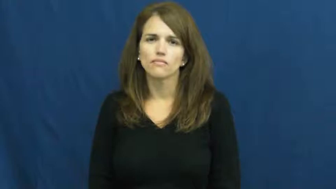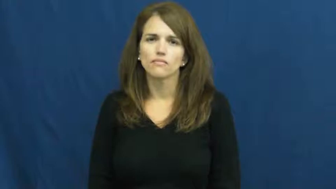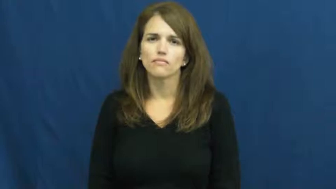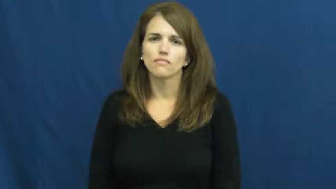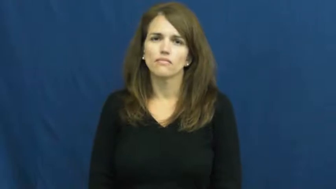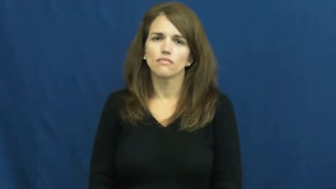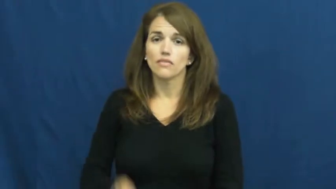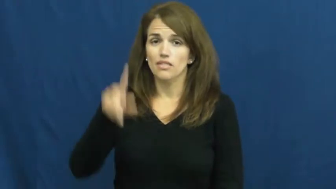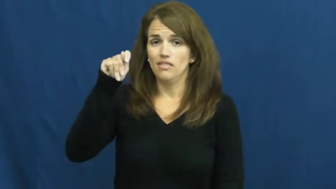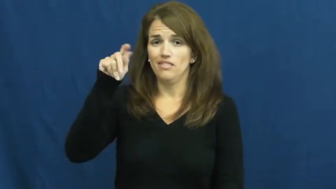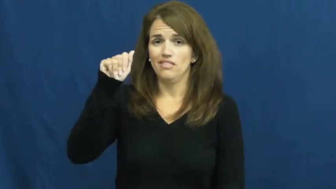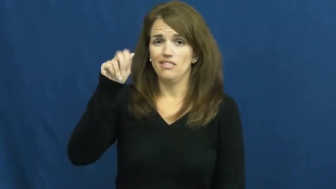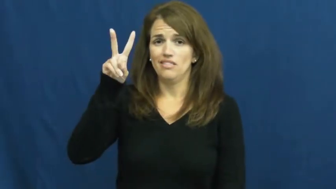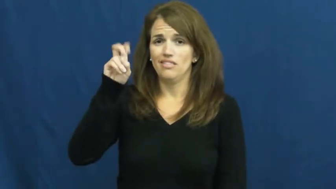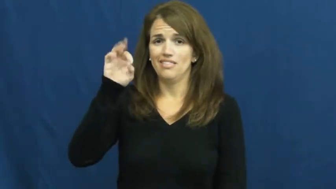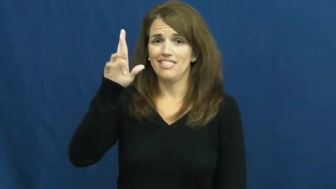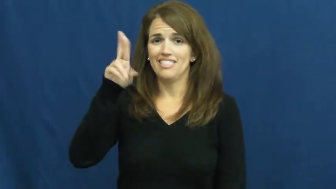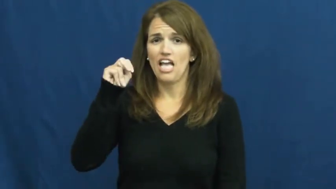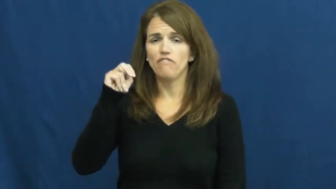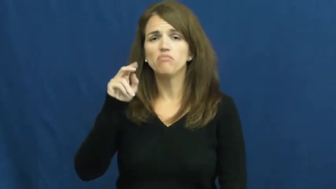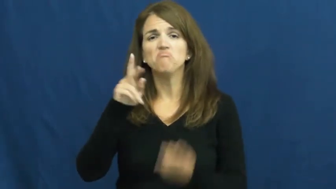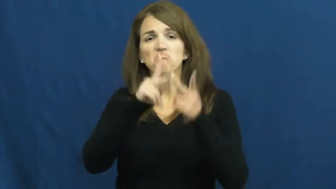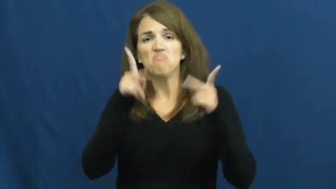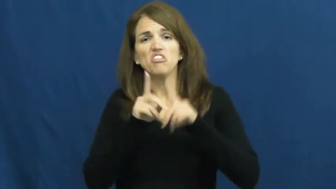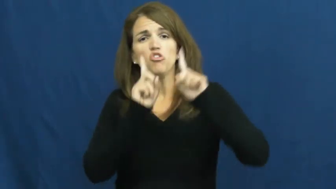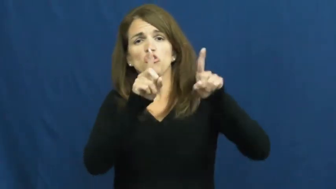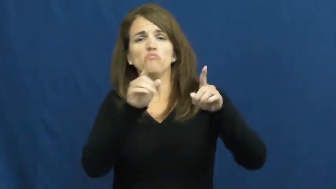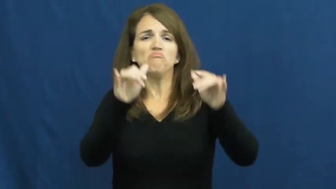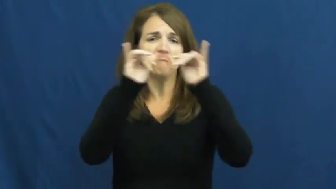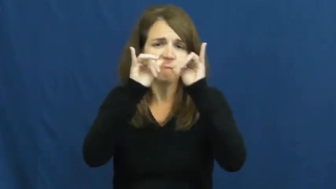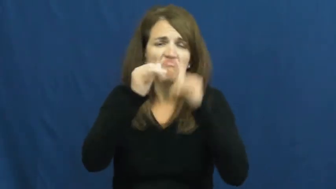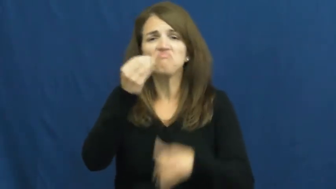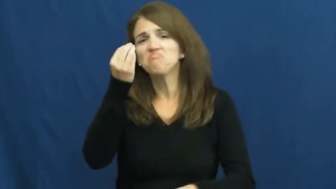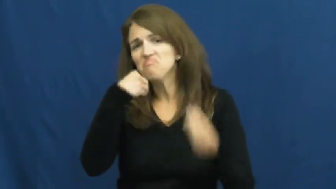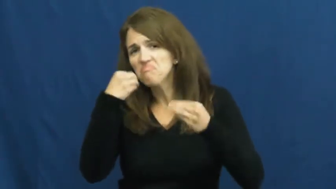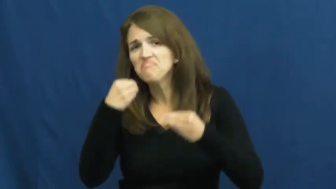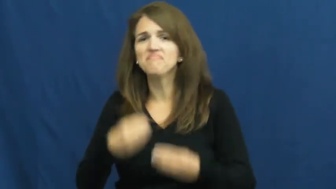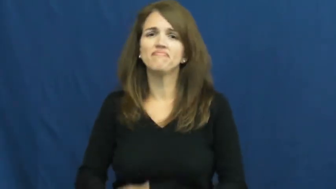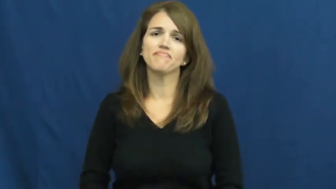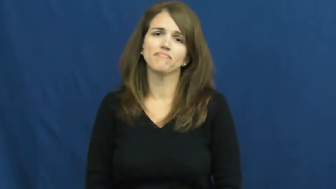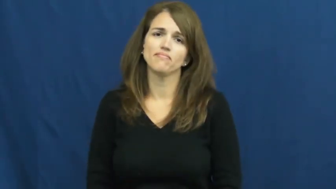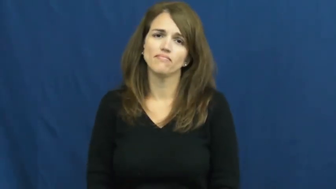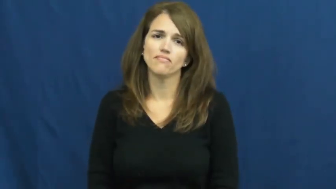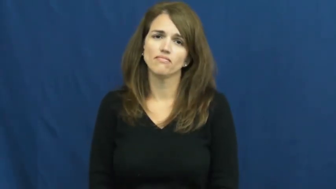tavern